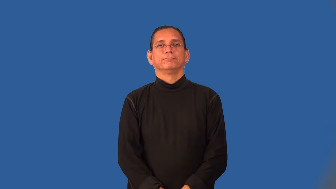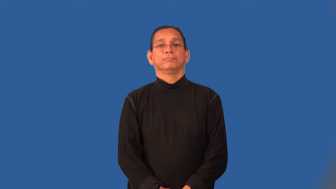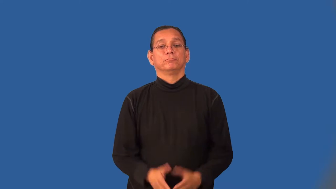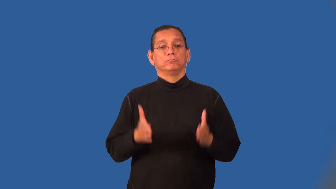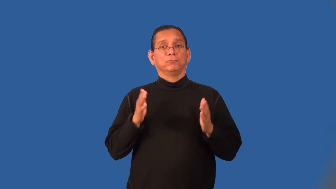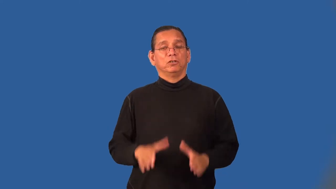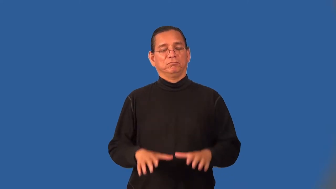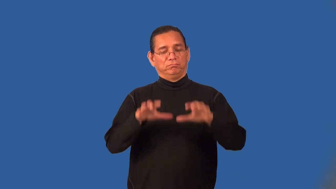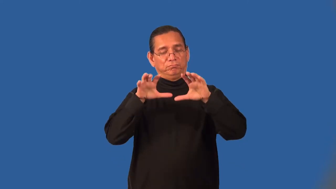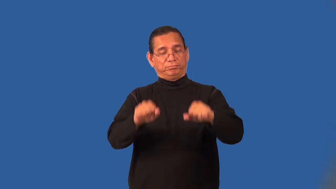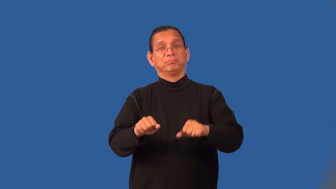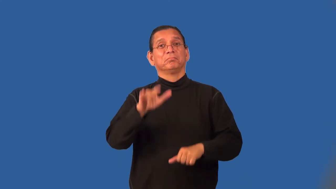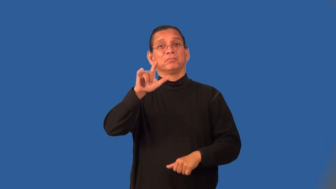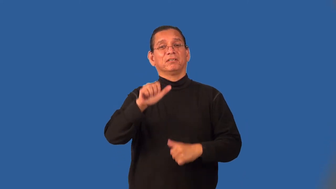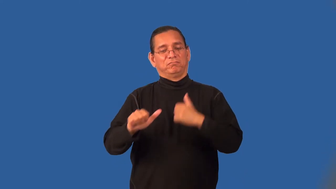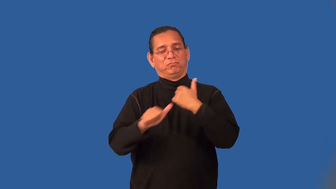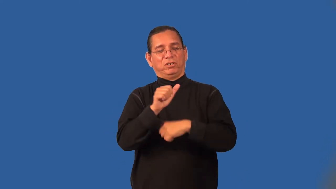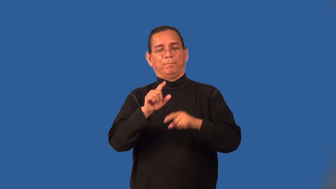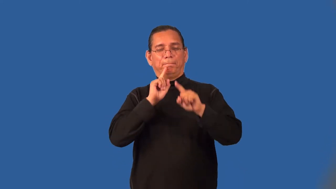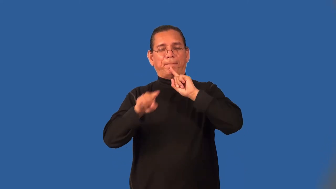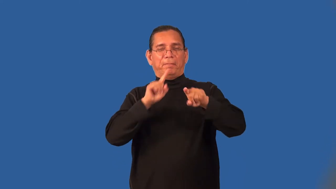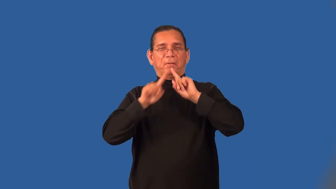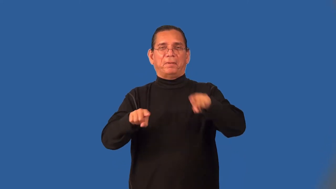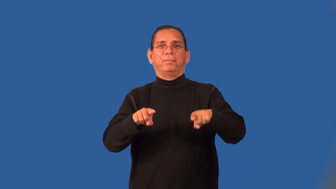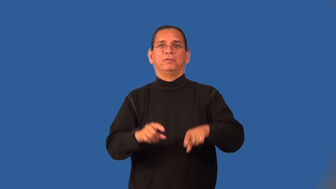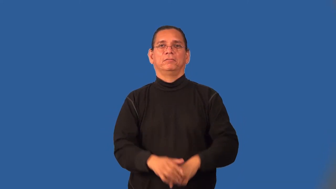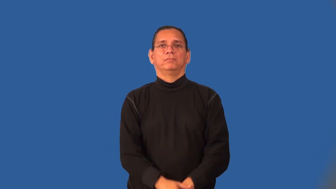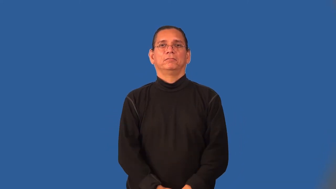skyjacker